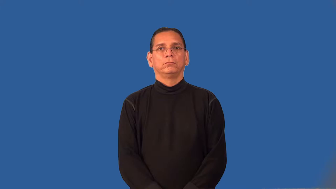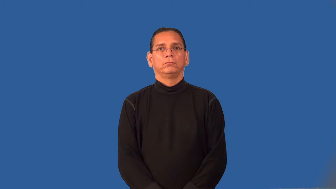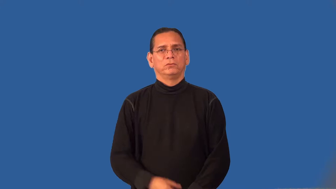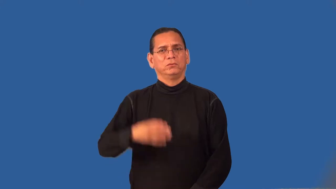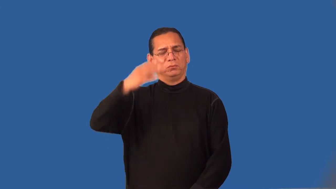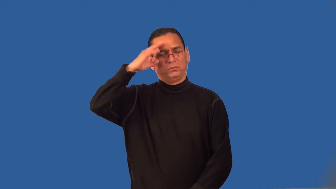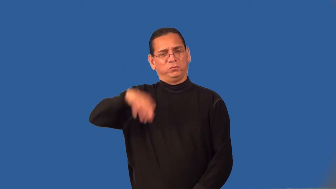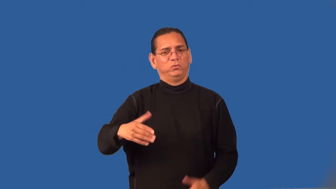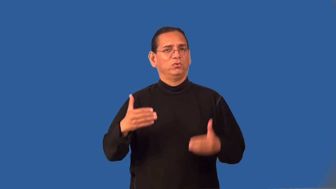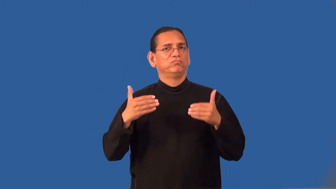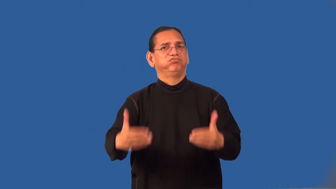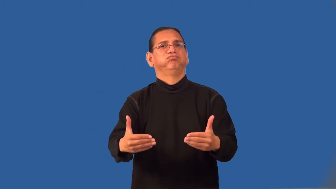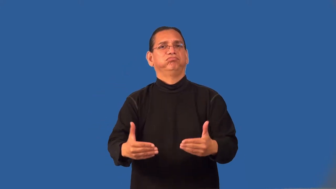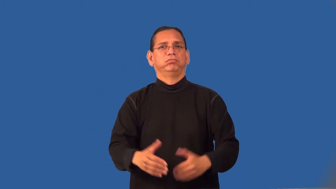rash,unthinking-judgment